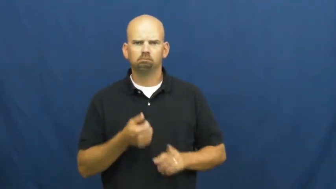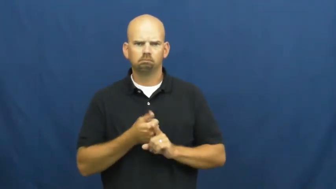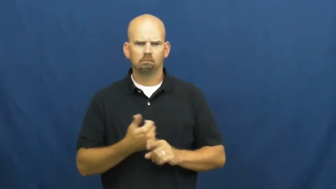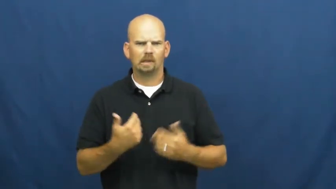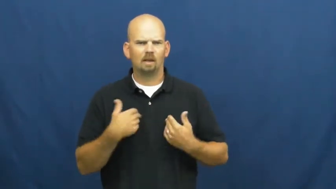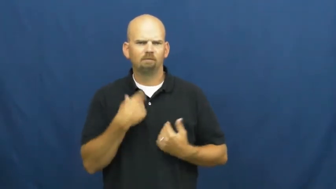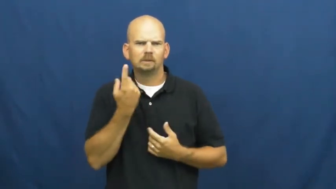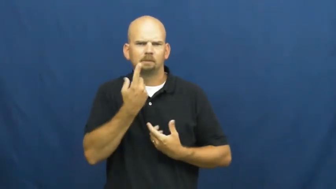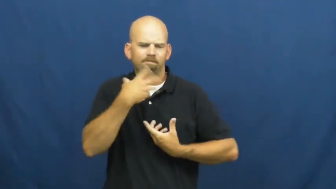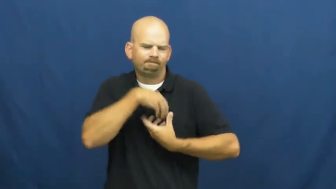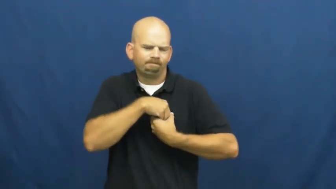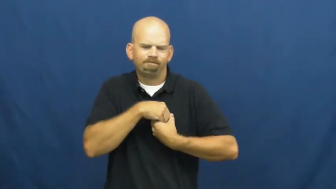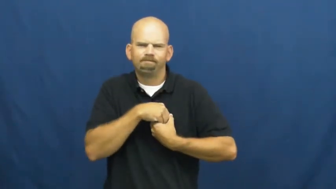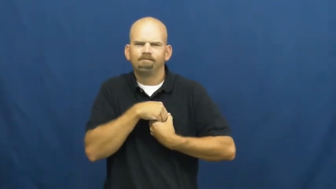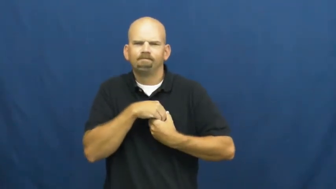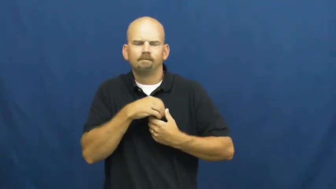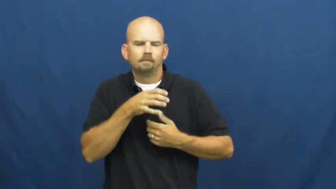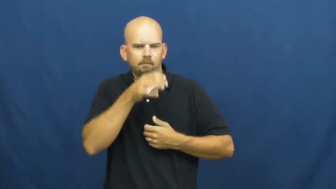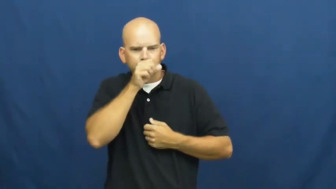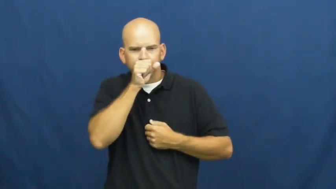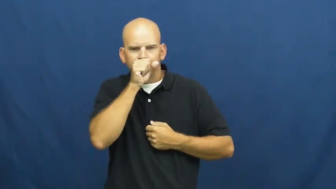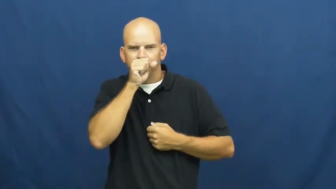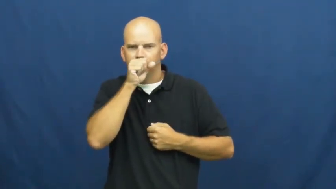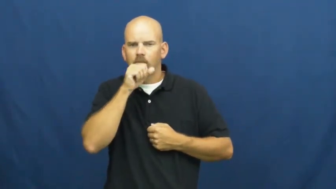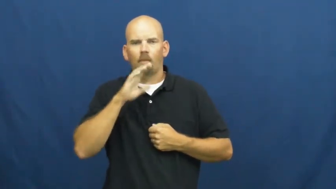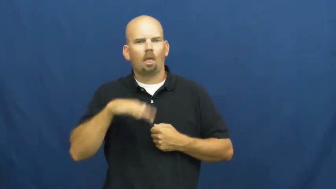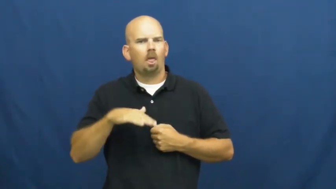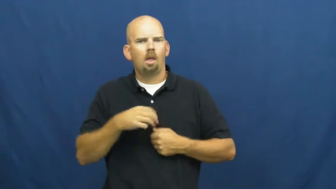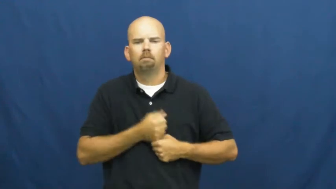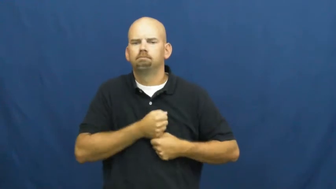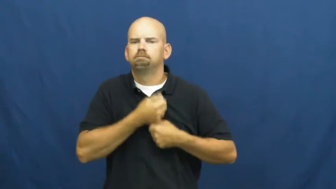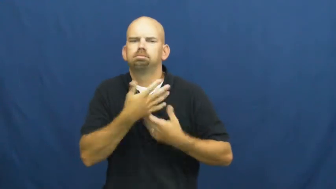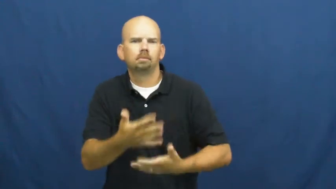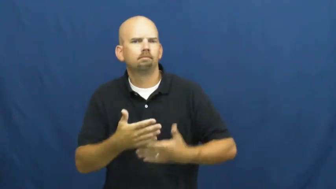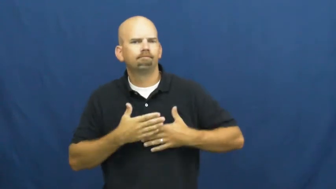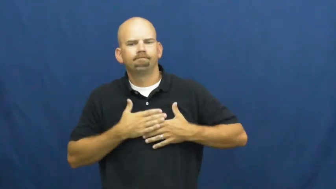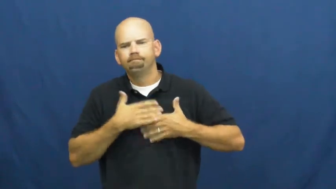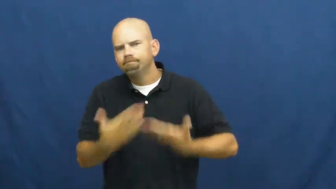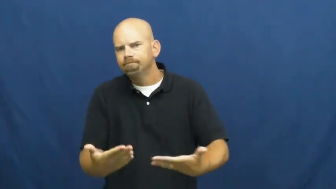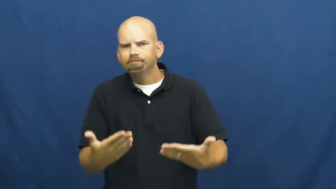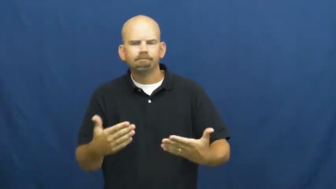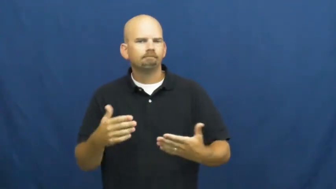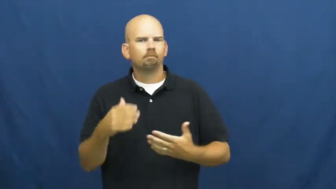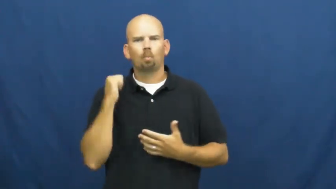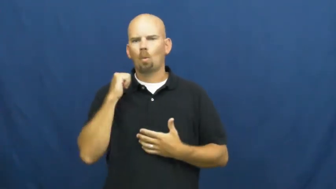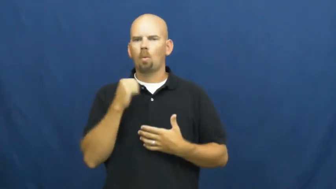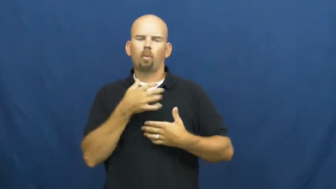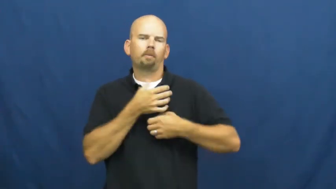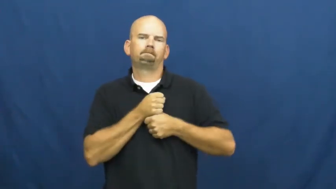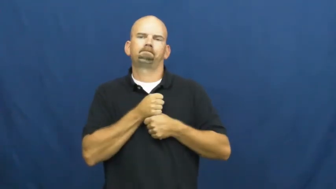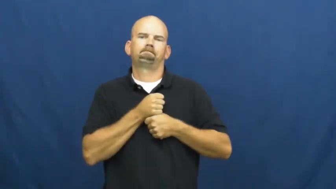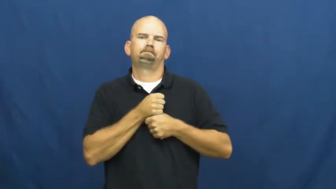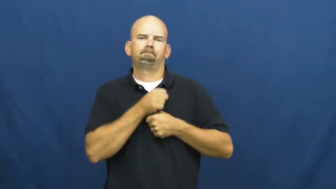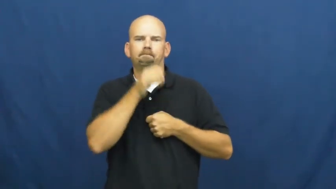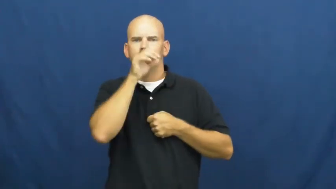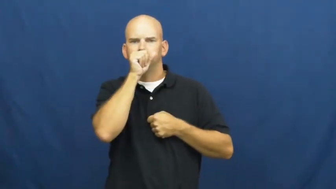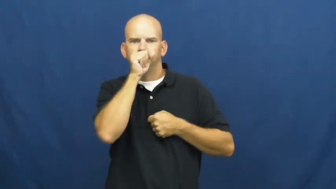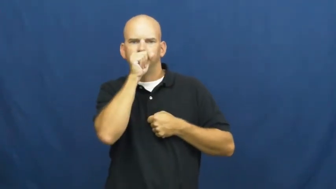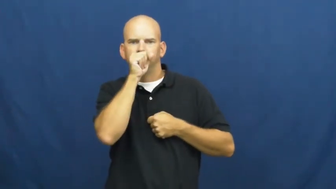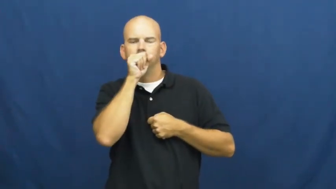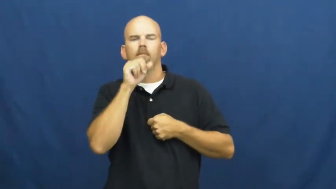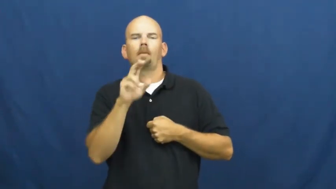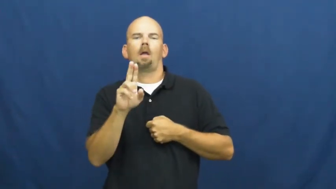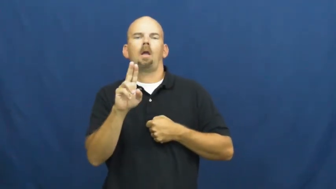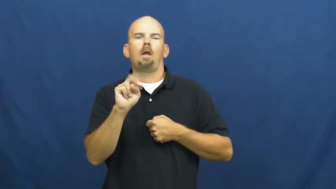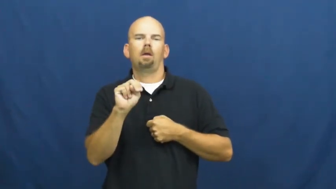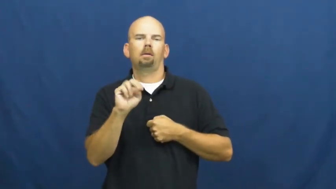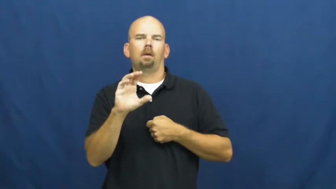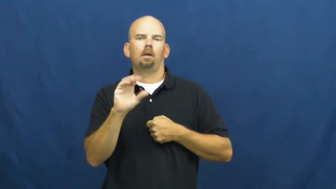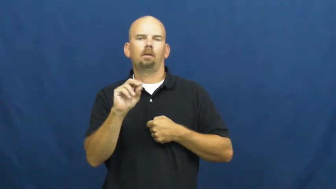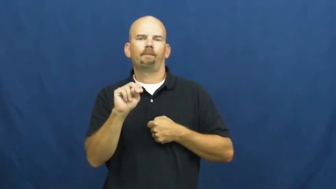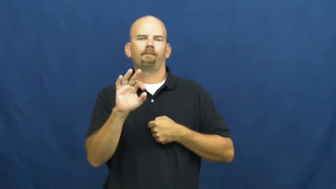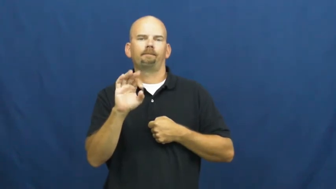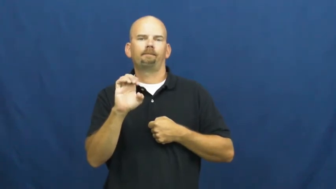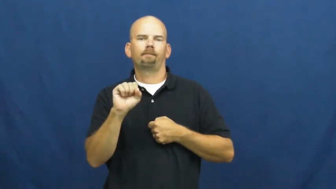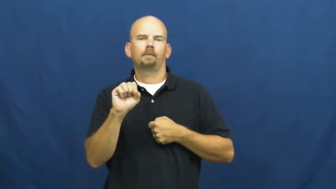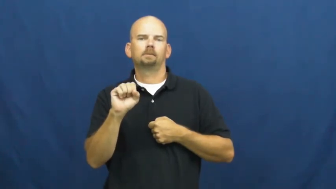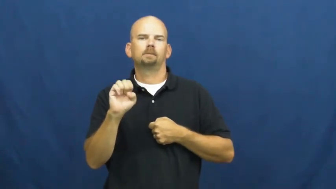unconfessed